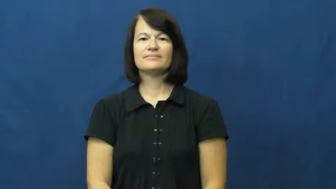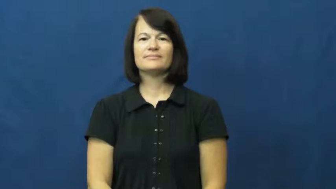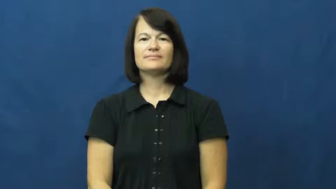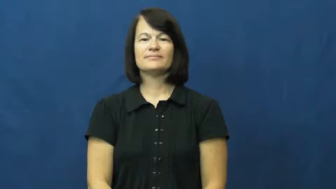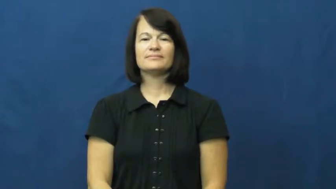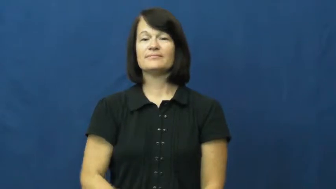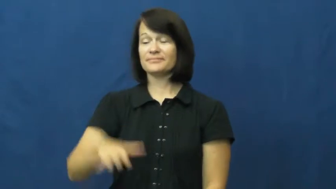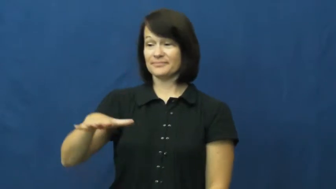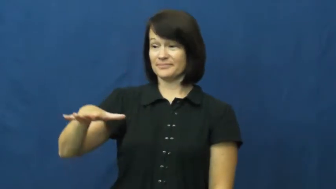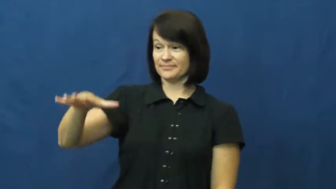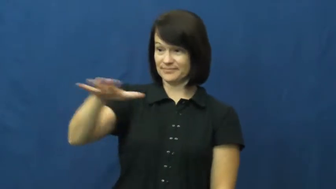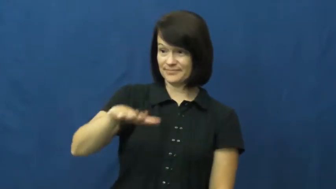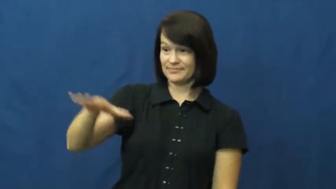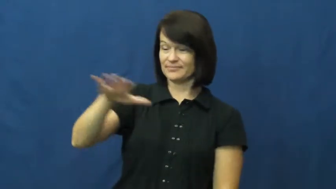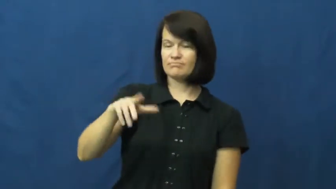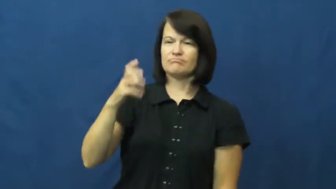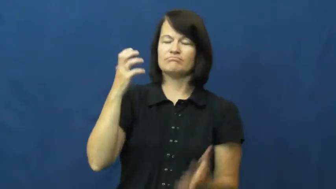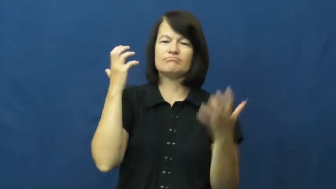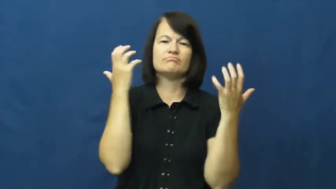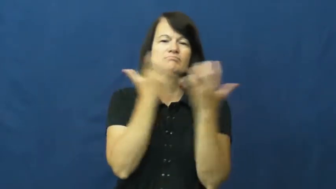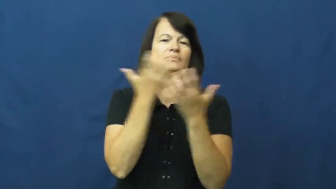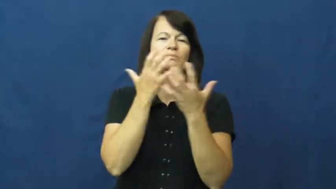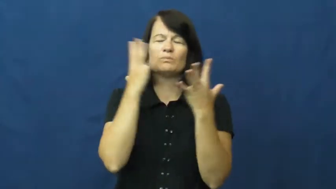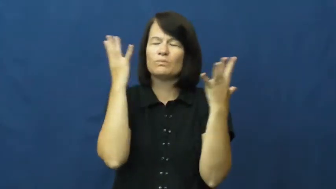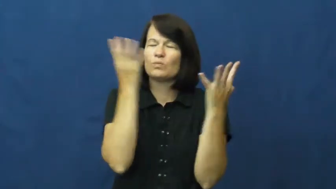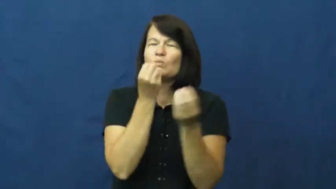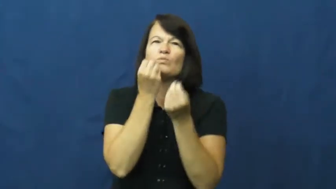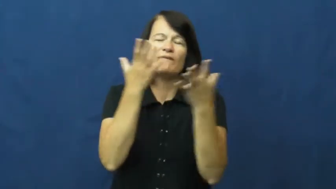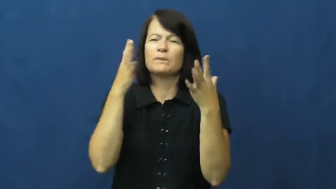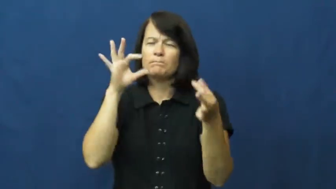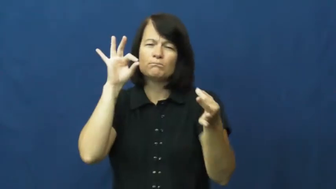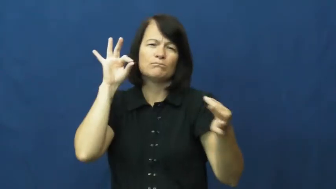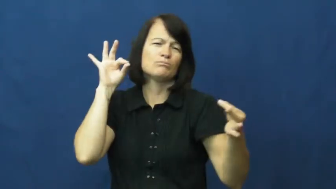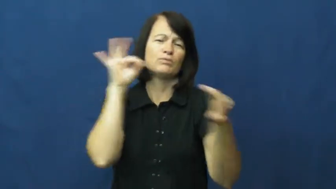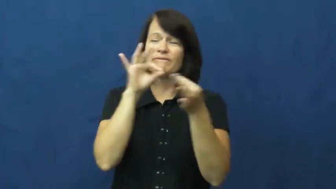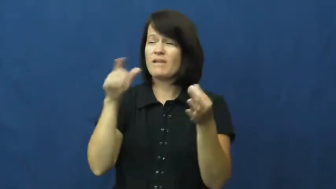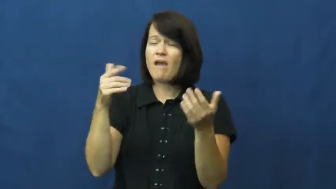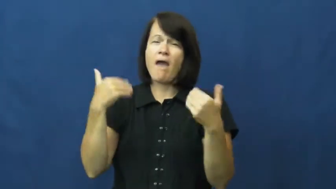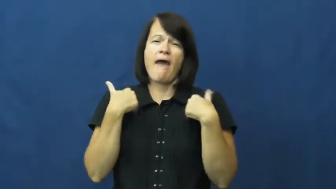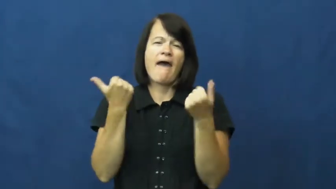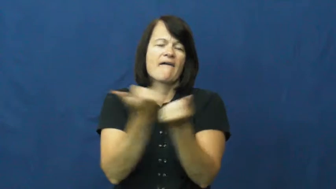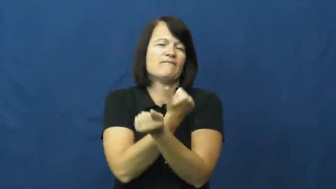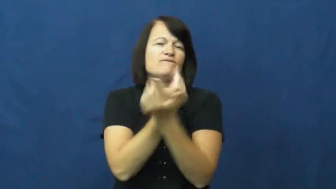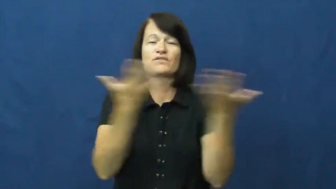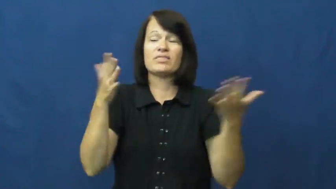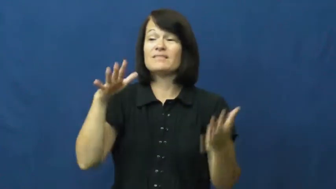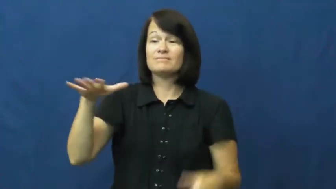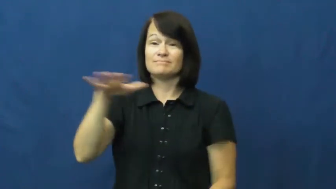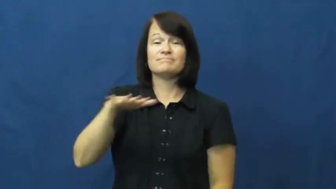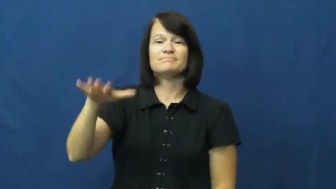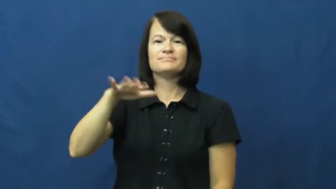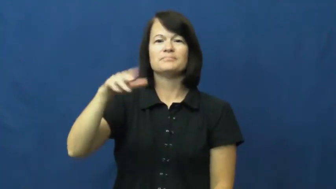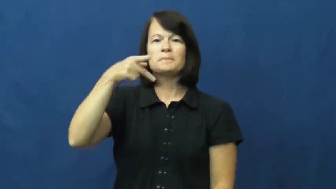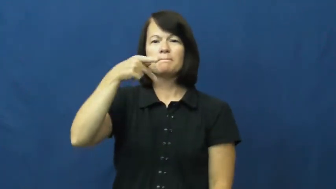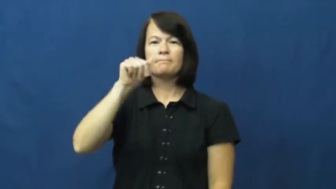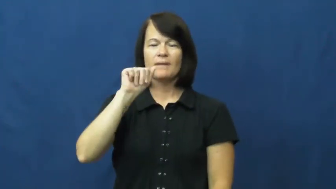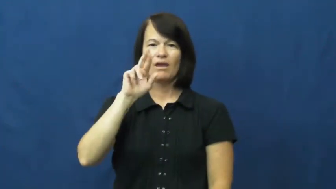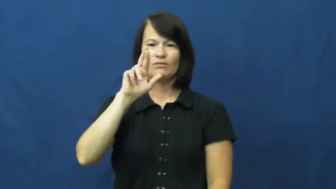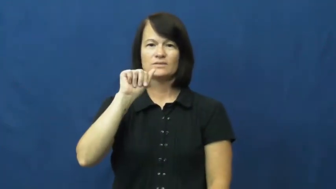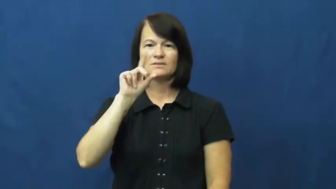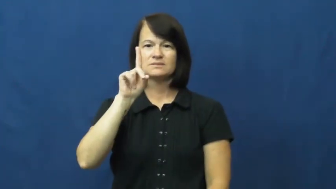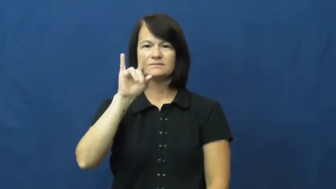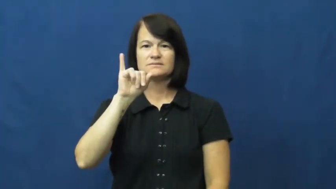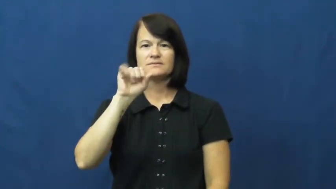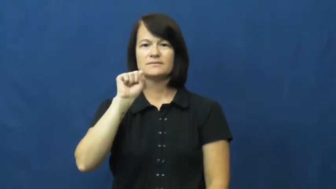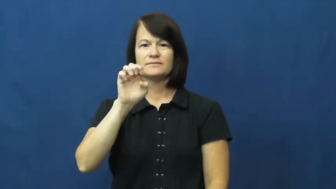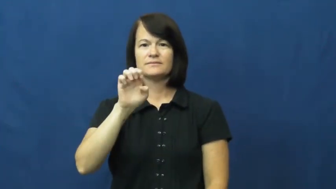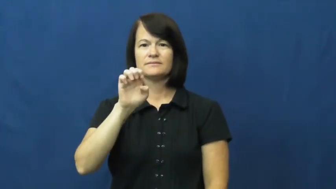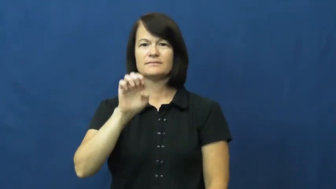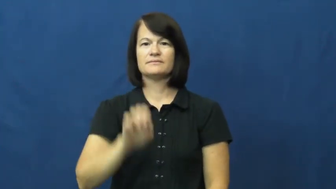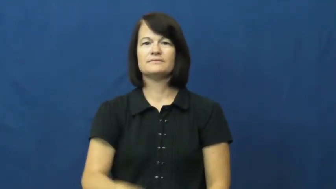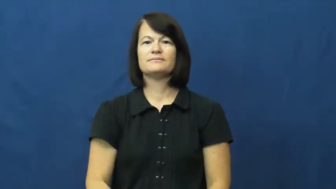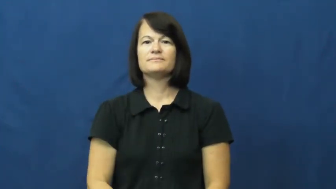paradise